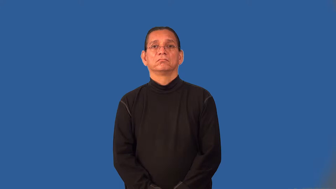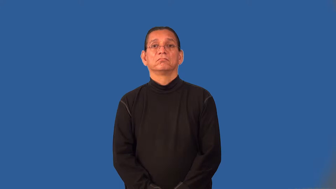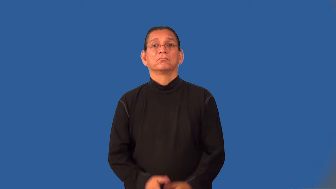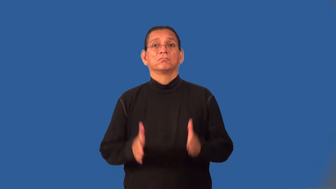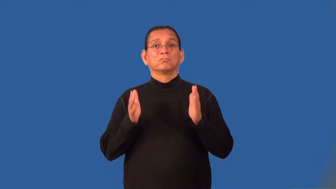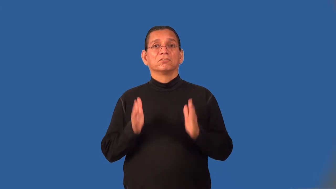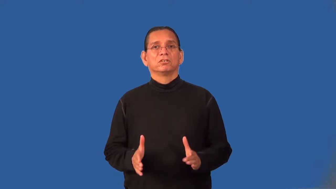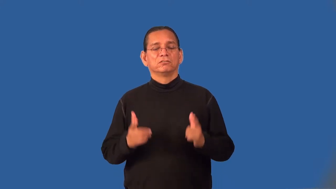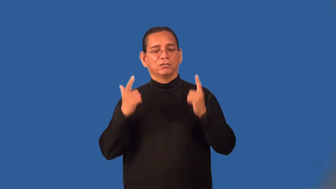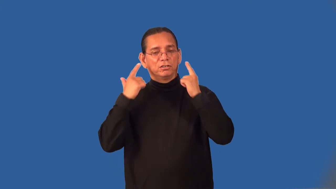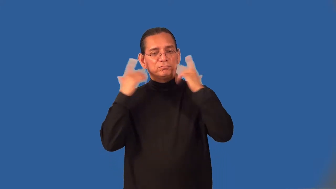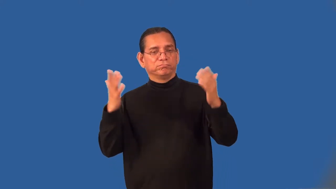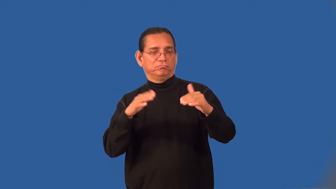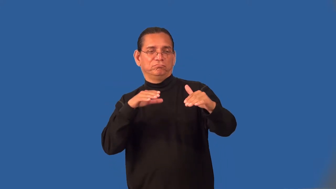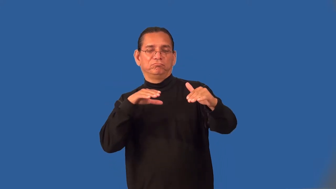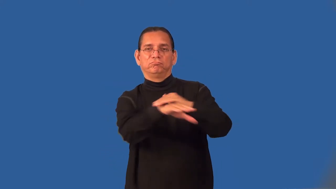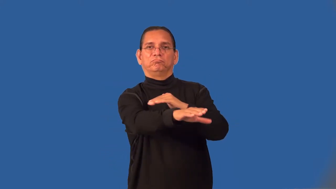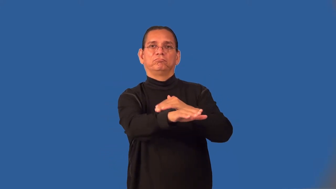intruder-house